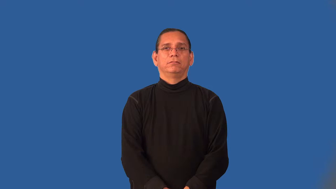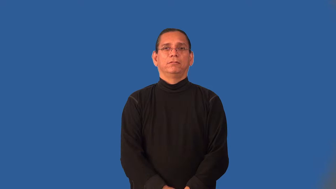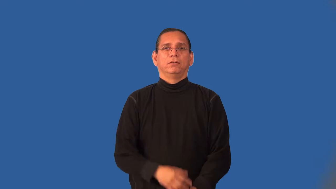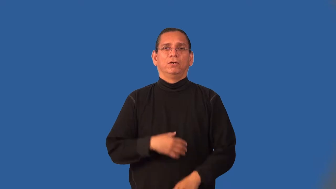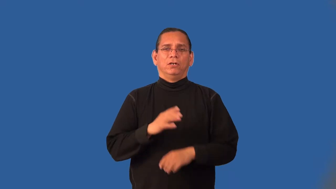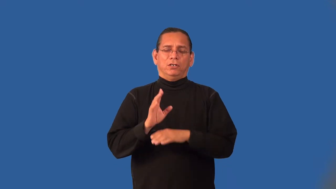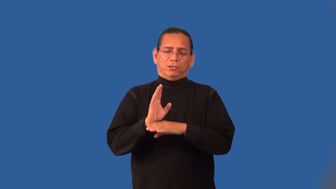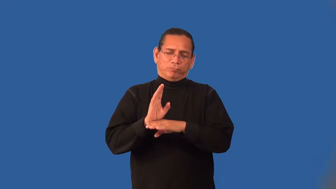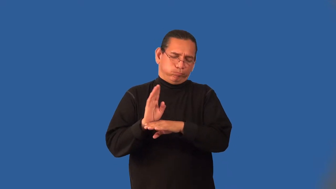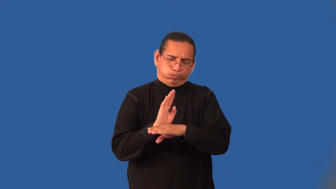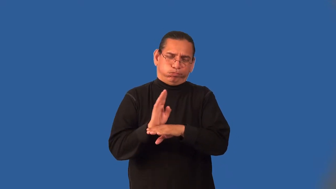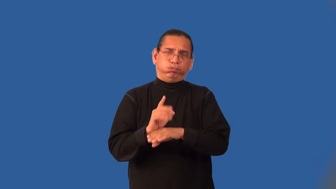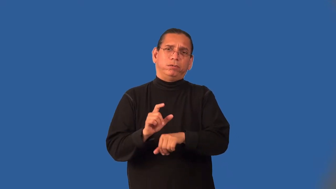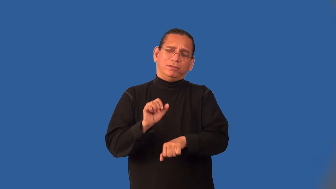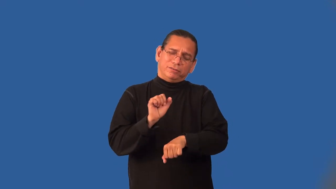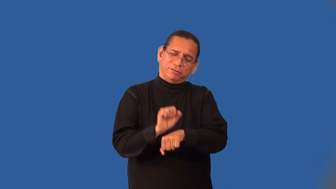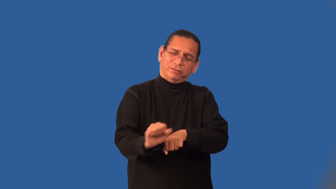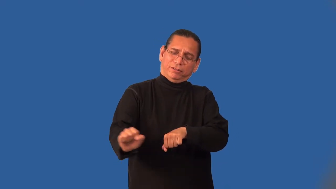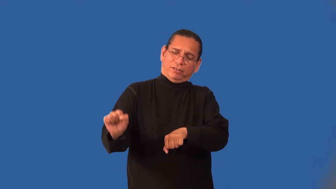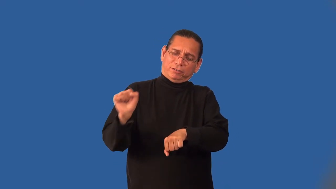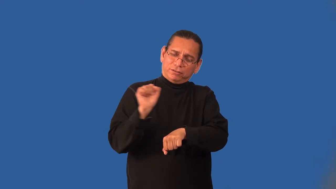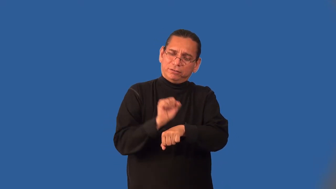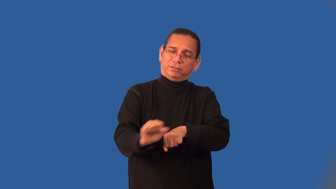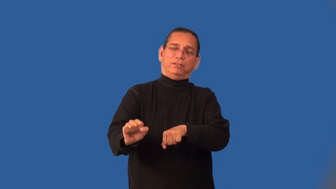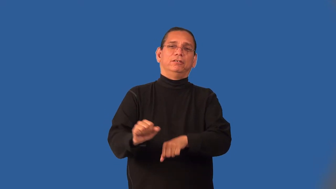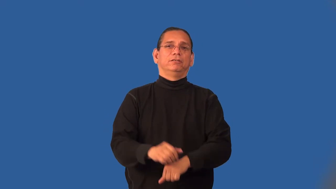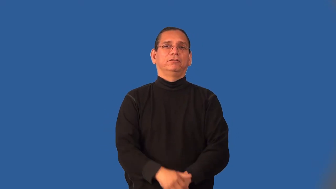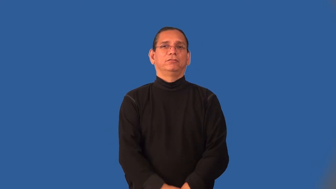industrious